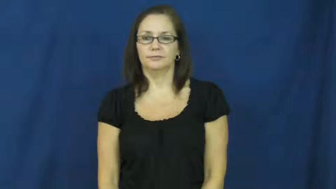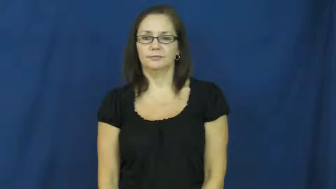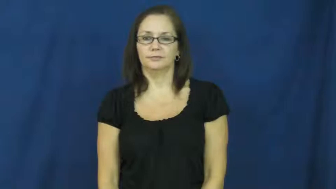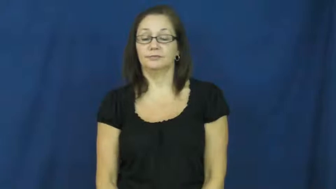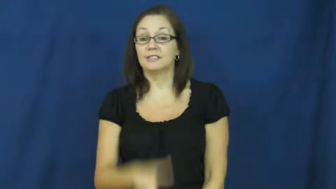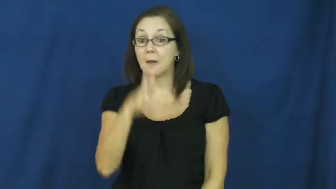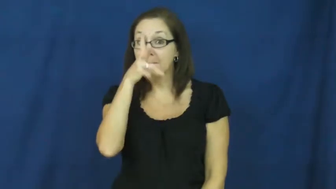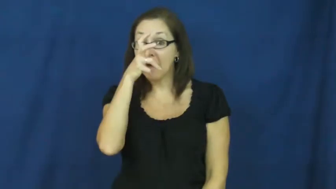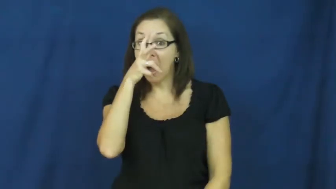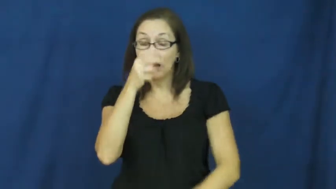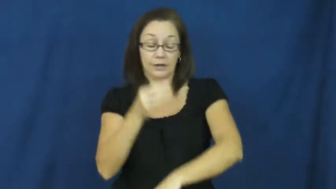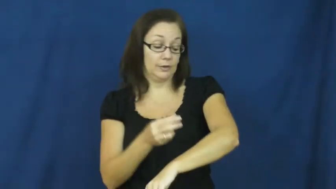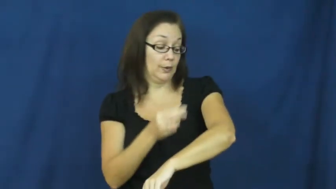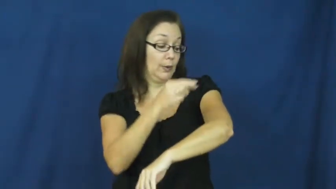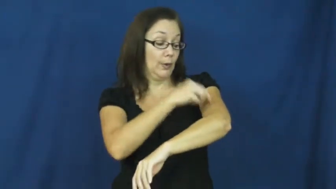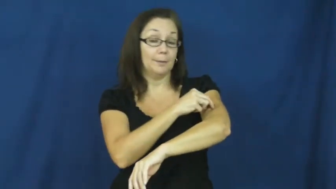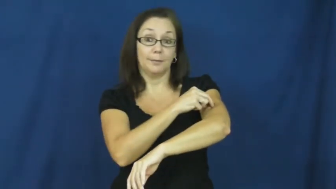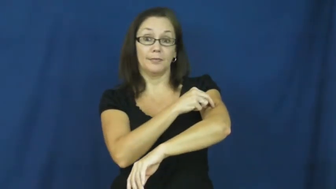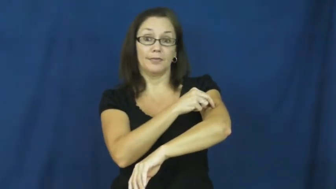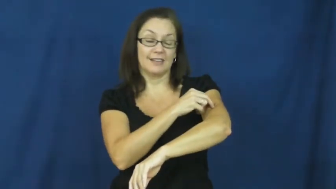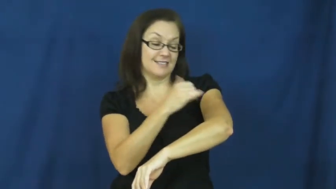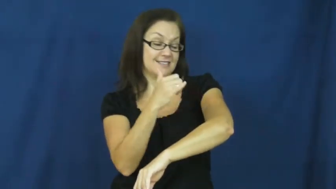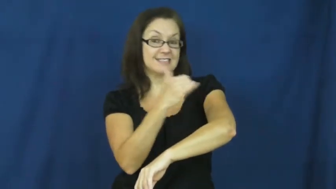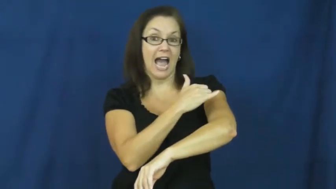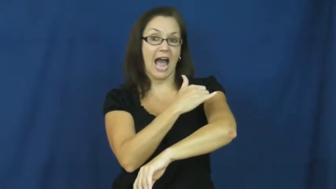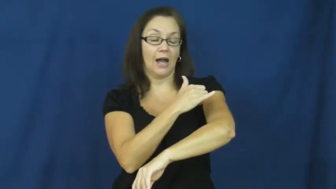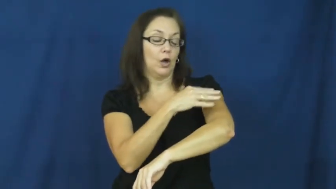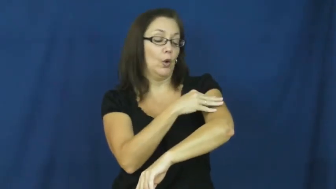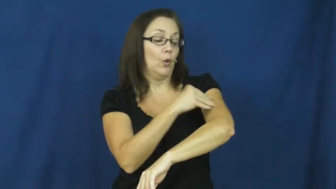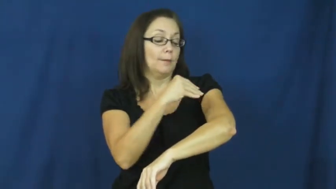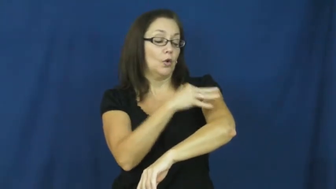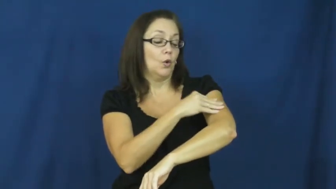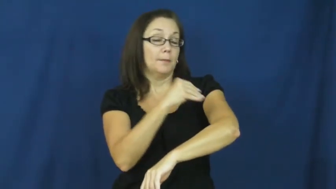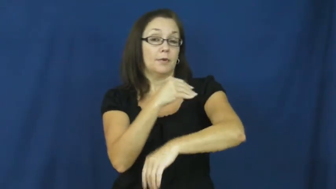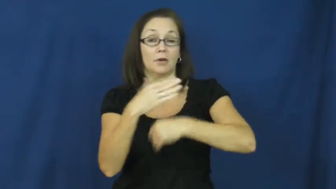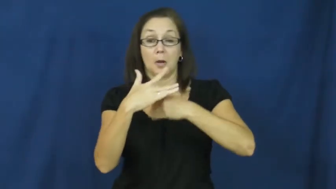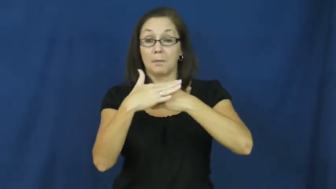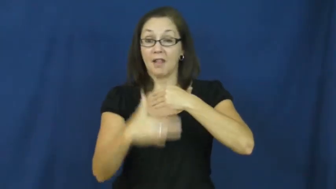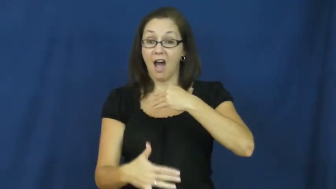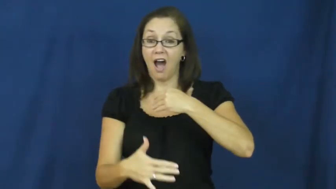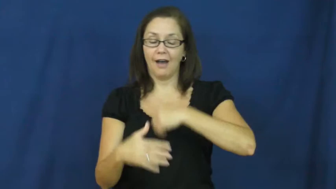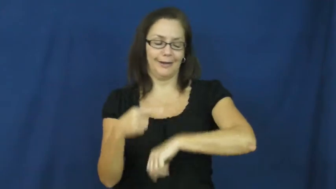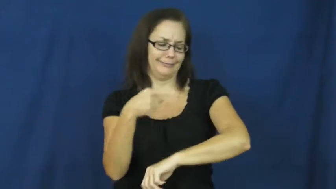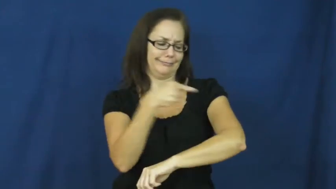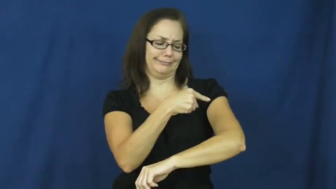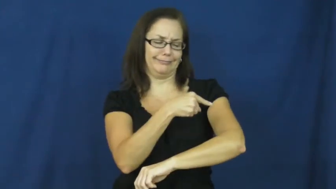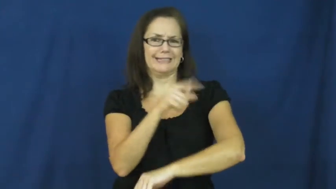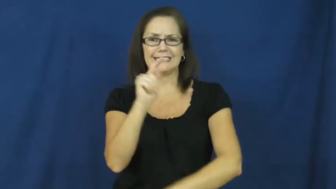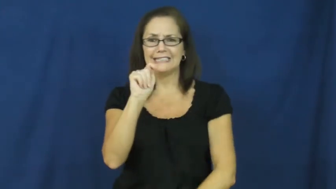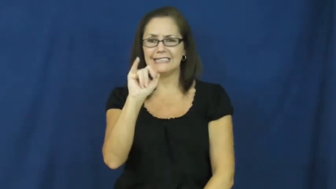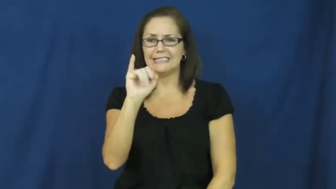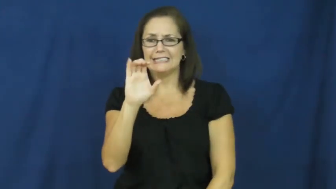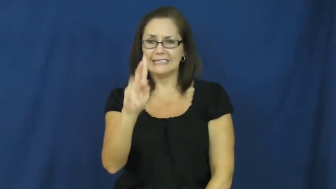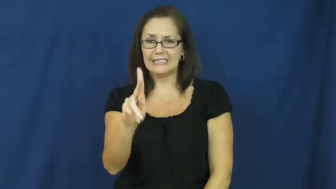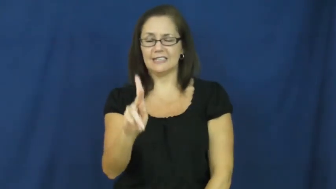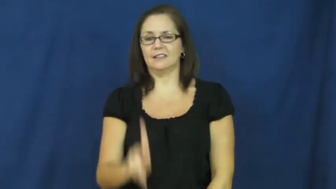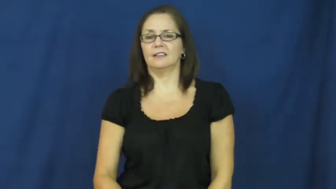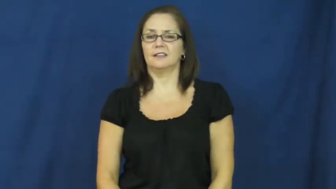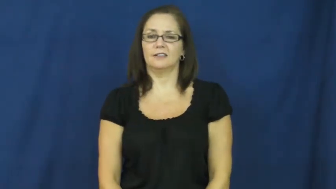tick-bug